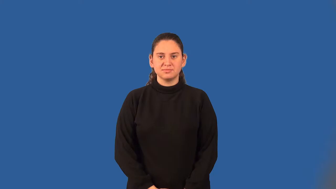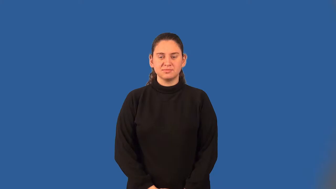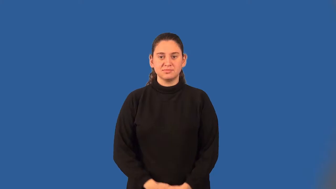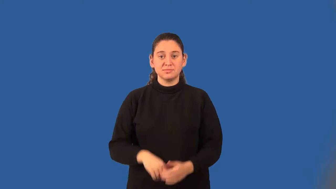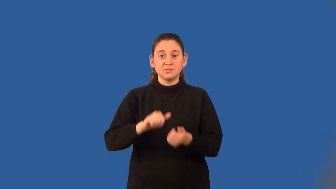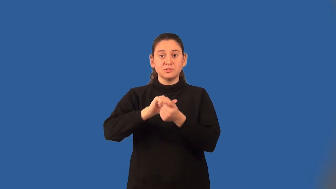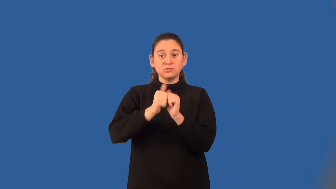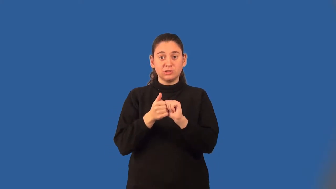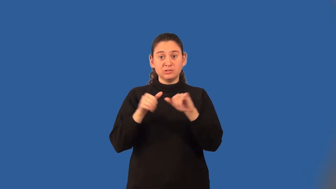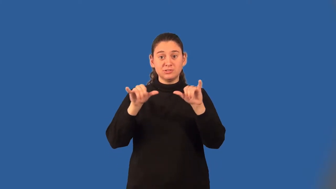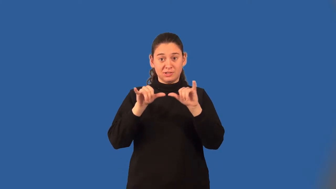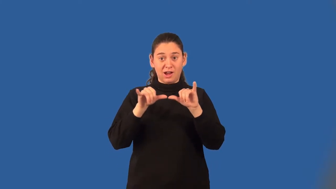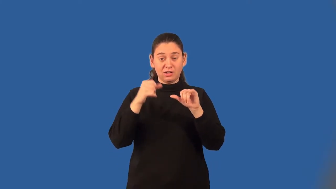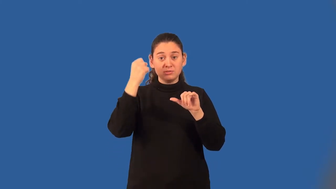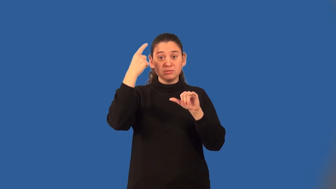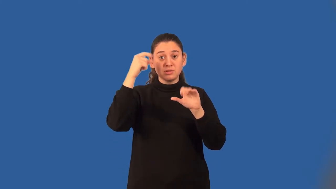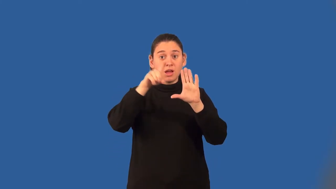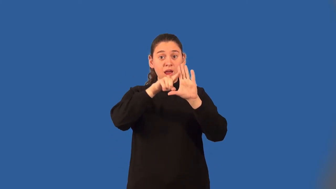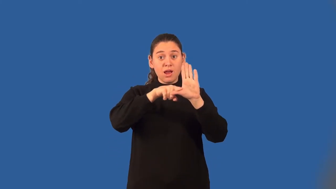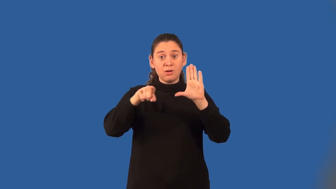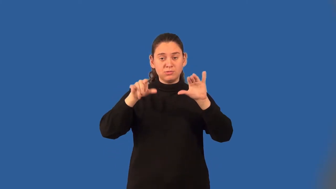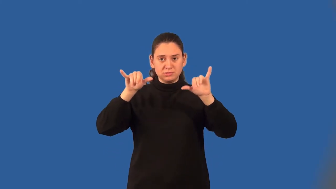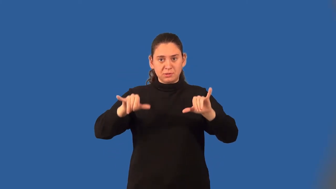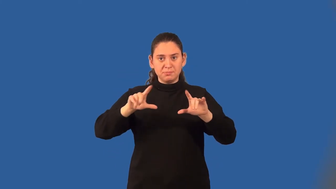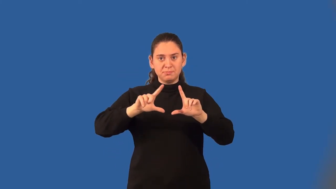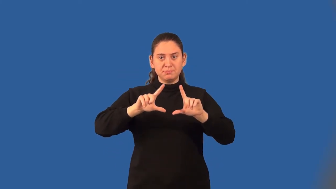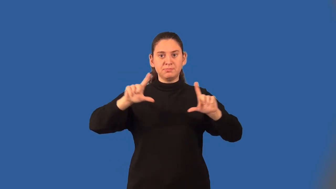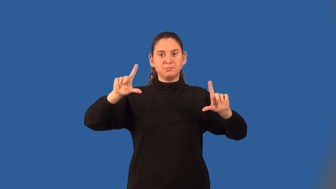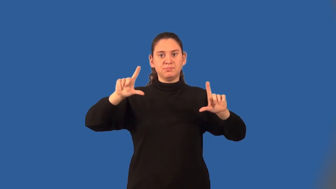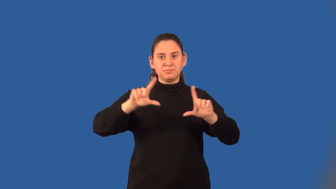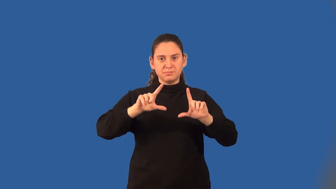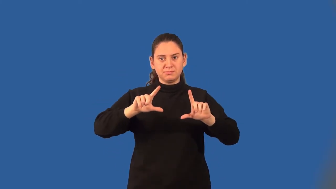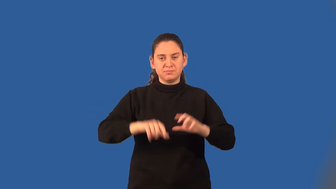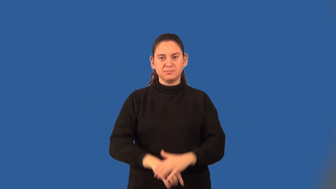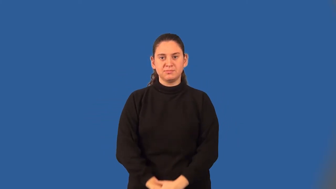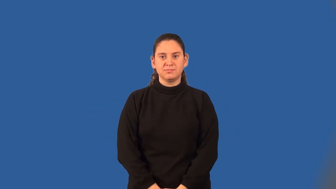isometry